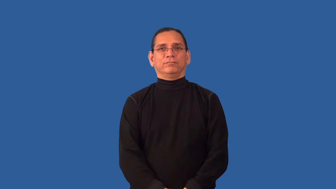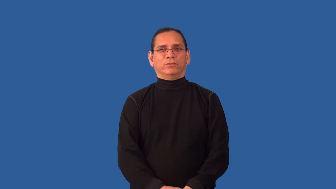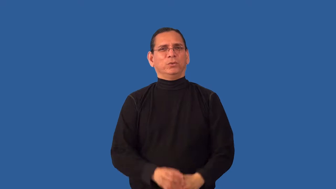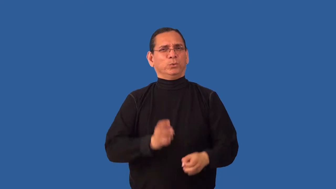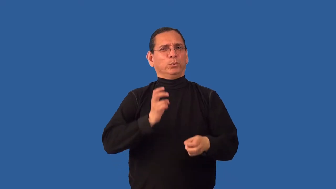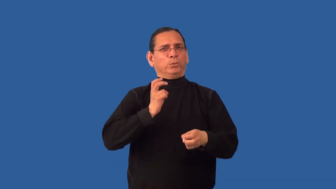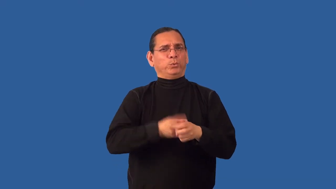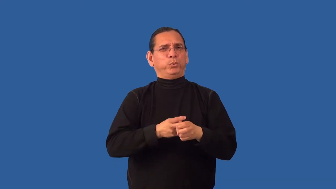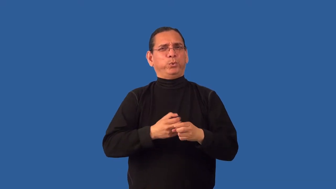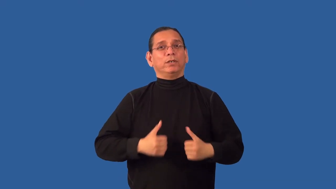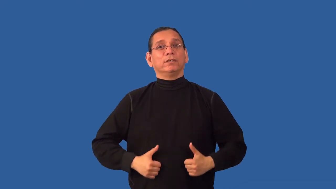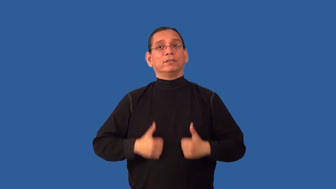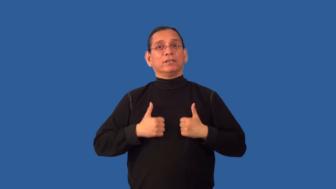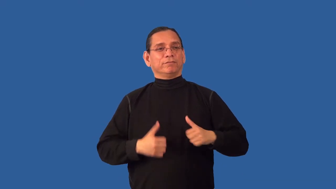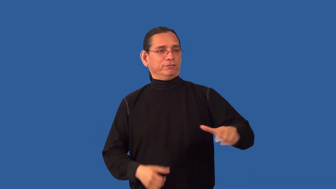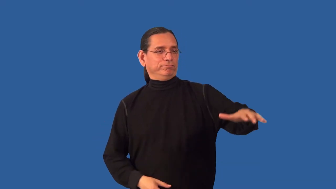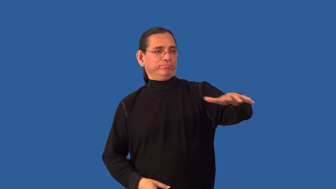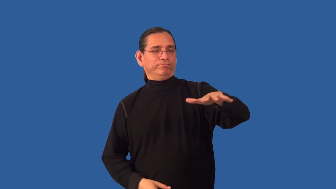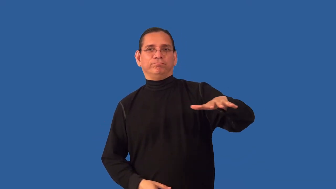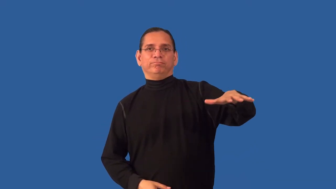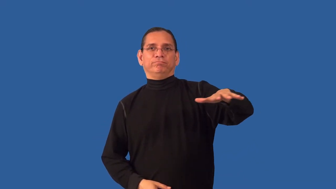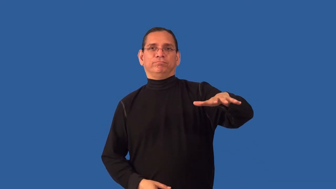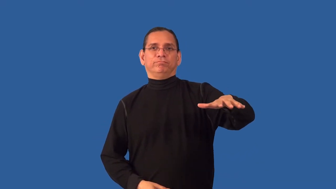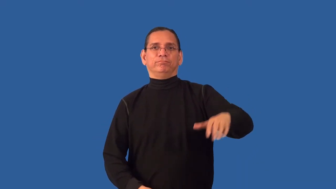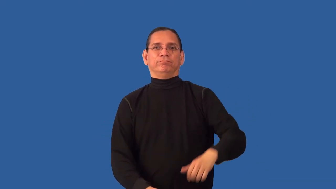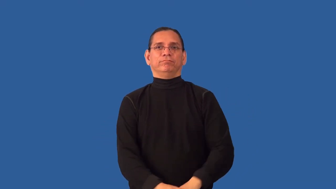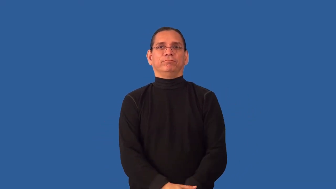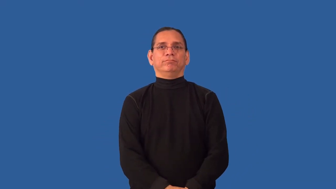inhospitable-area